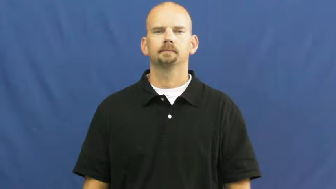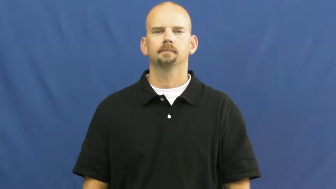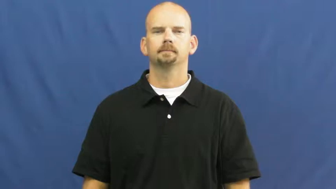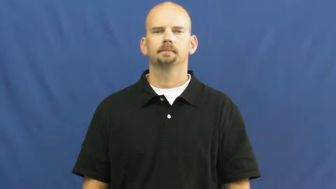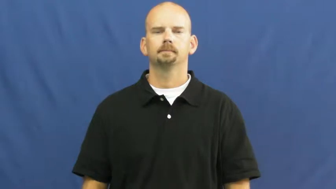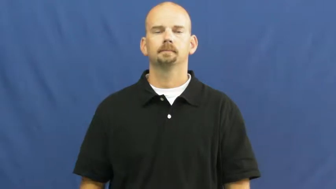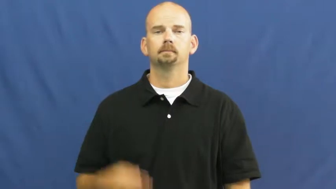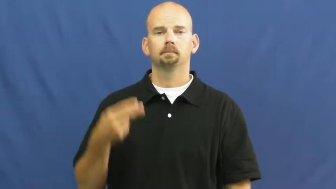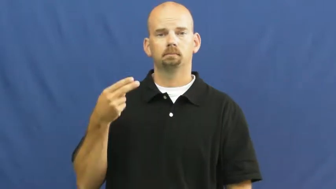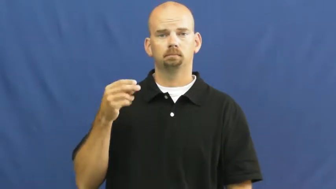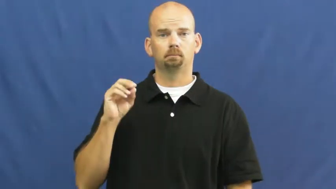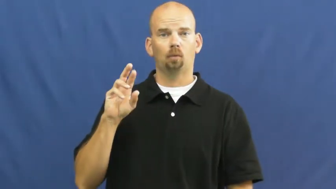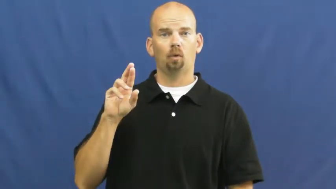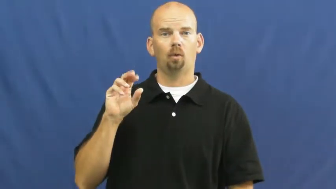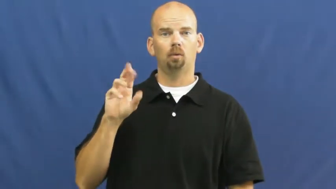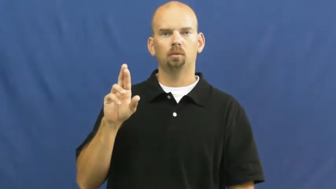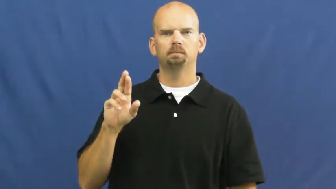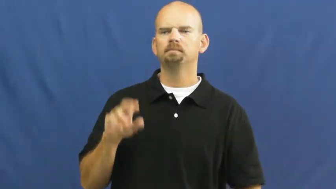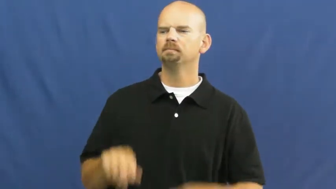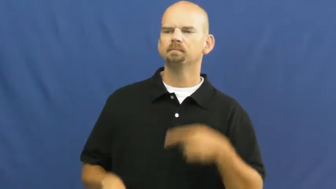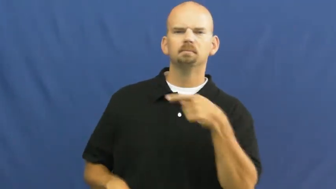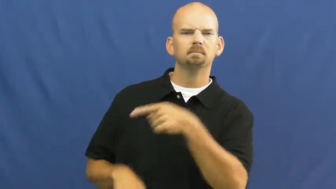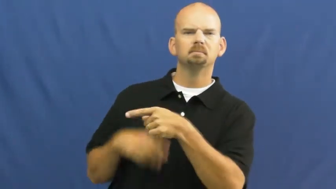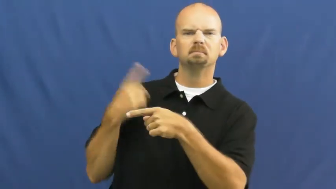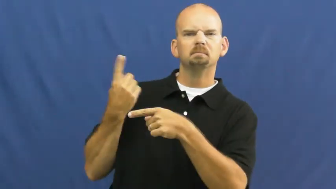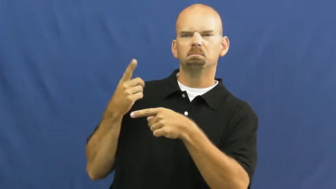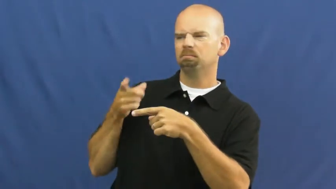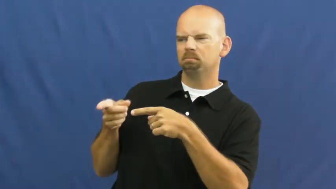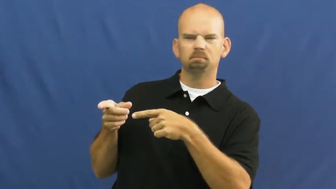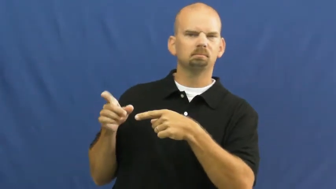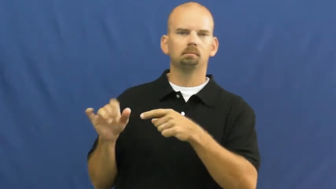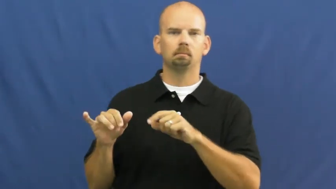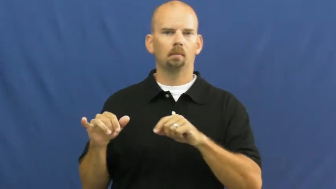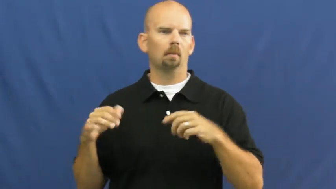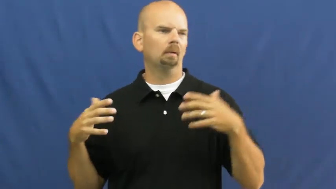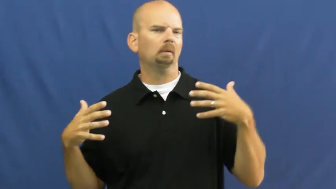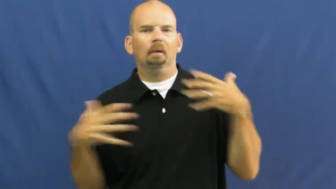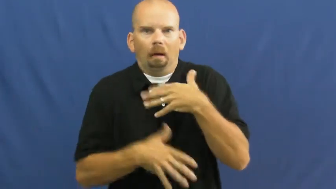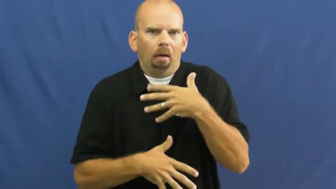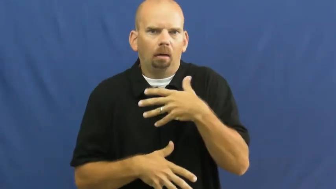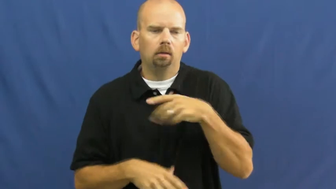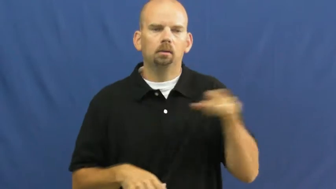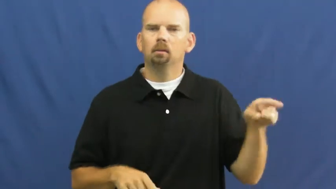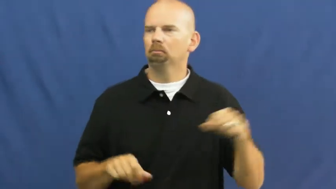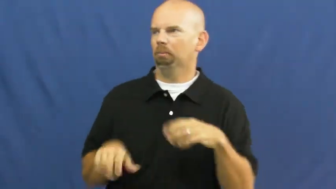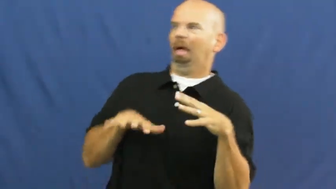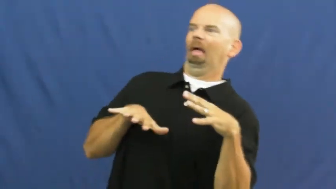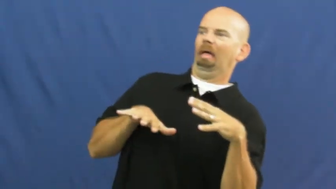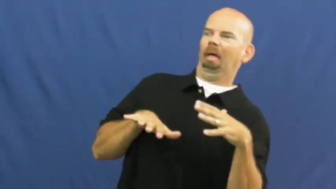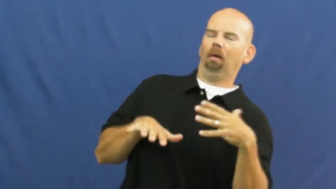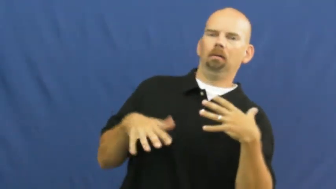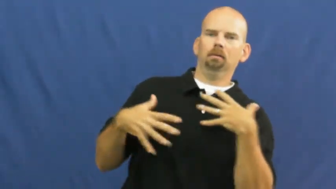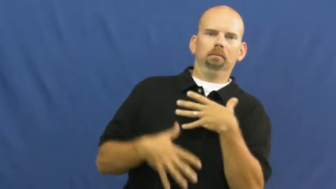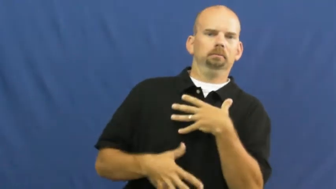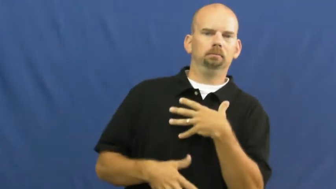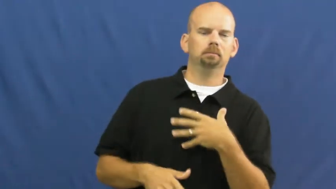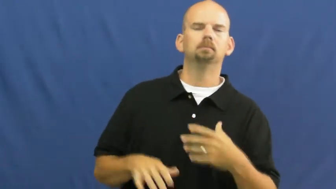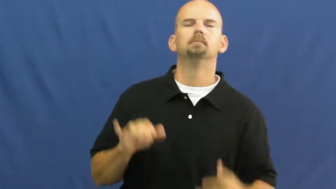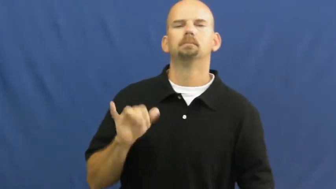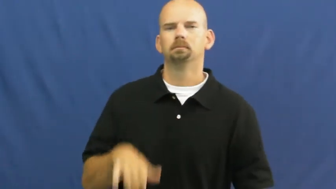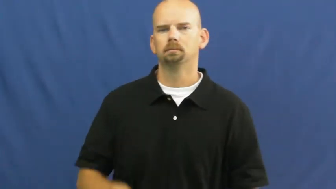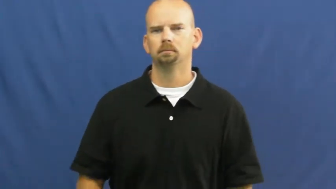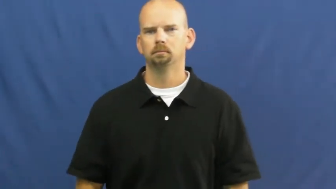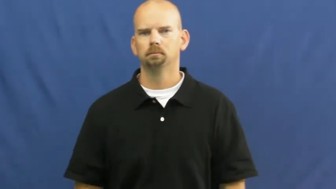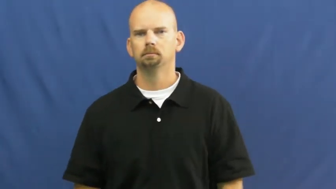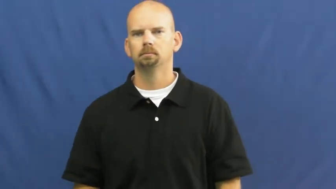horror